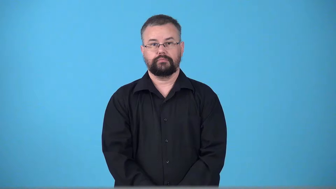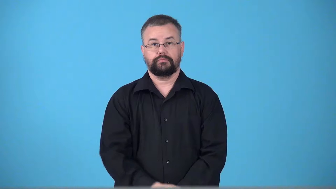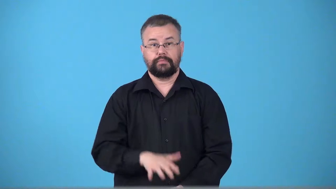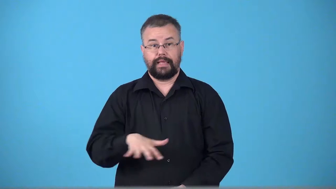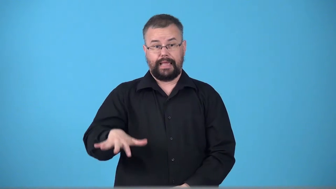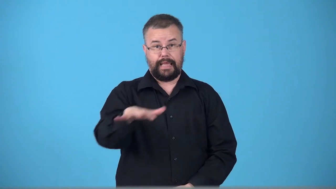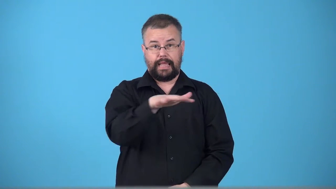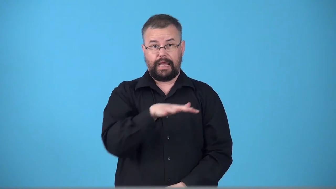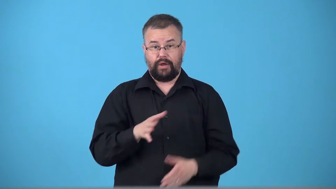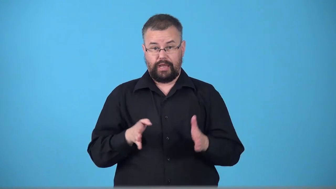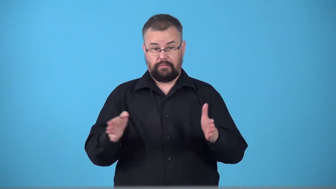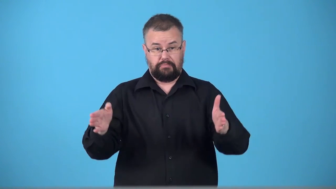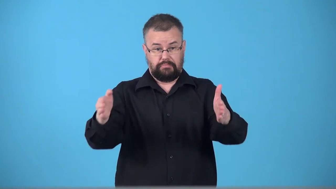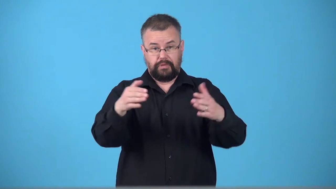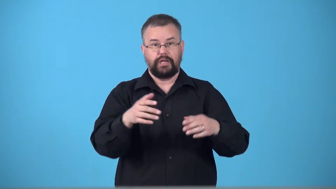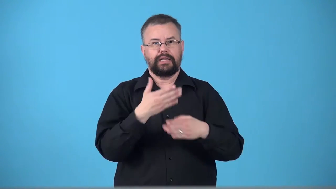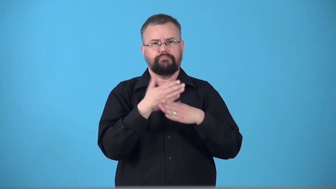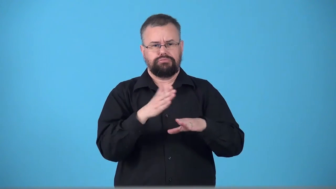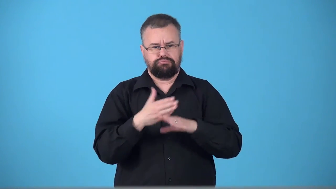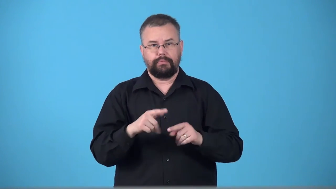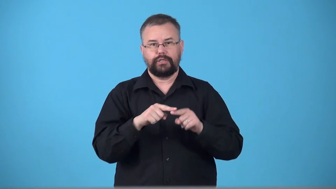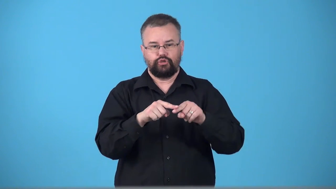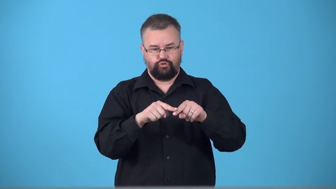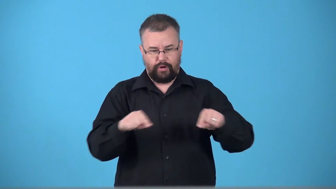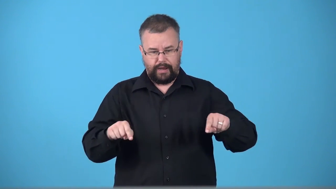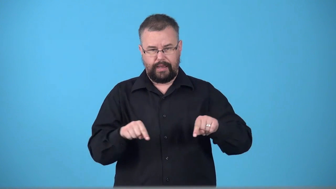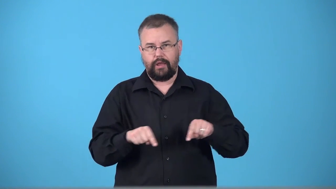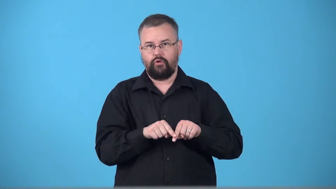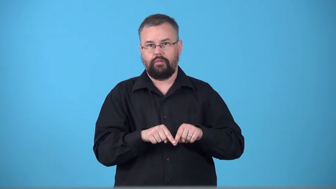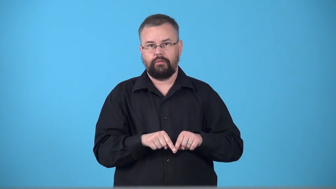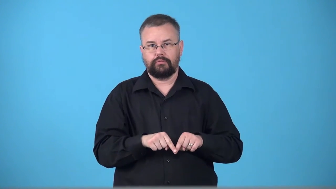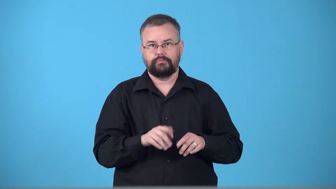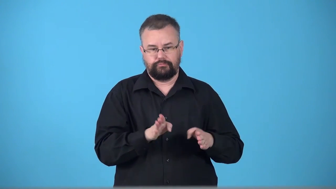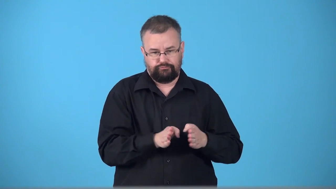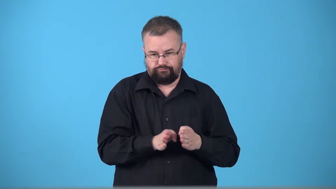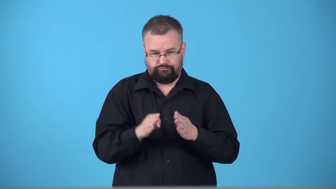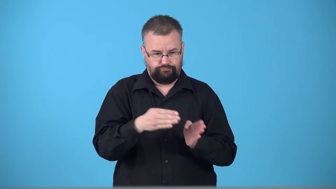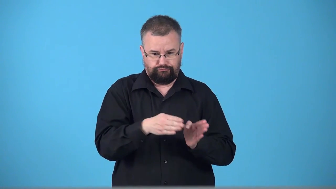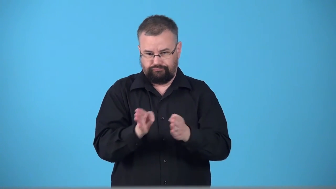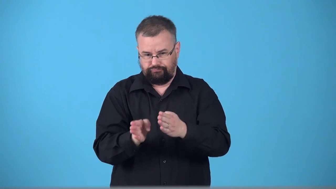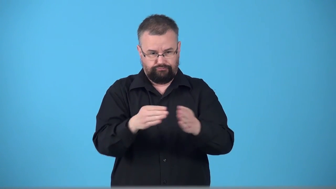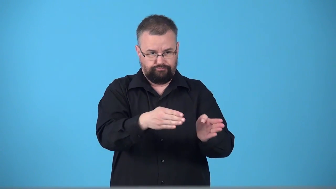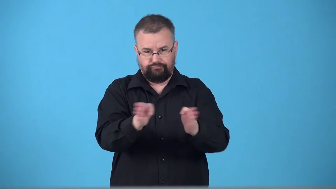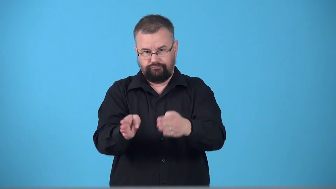triangulate